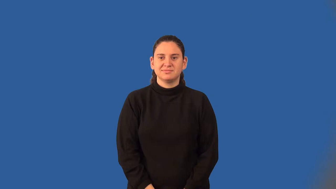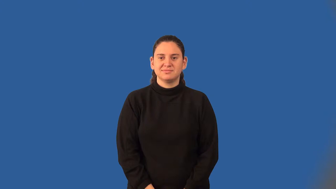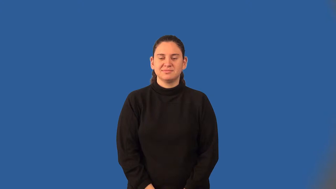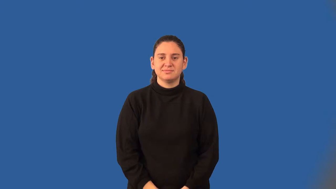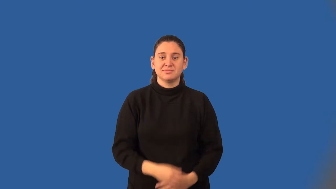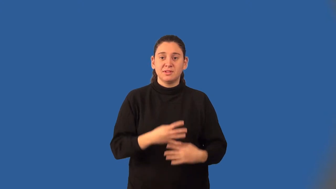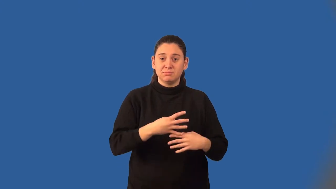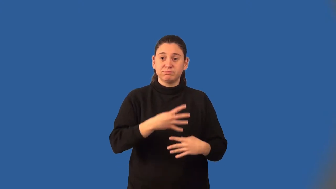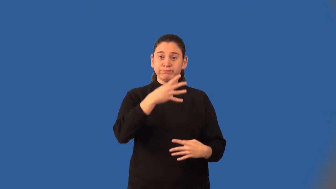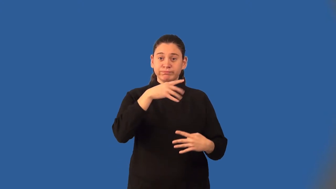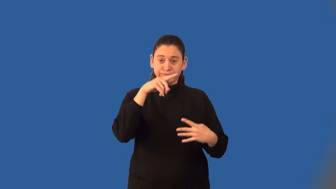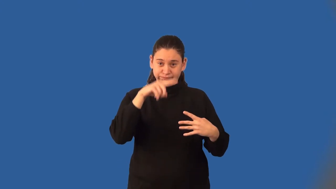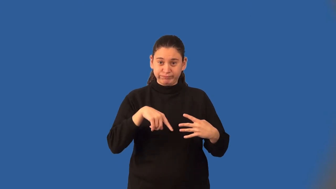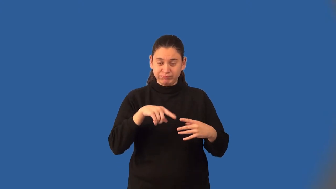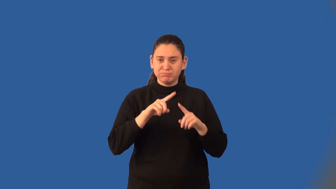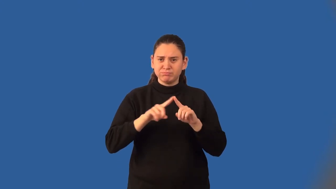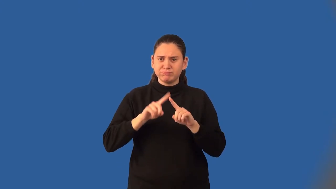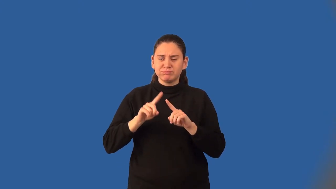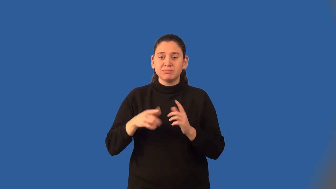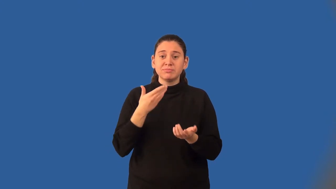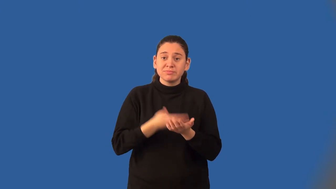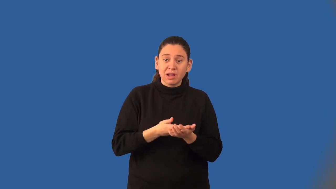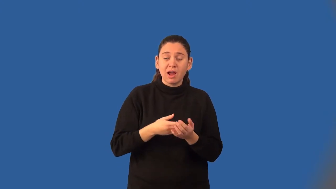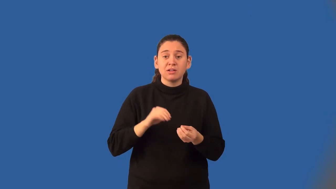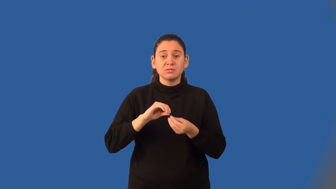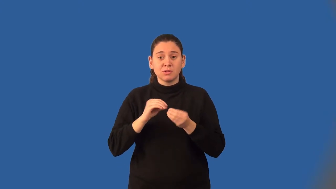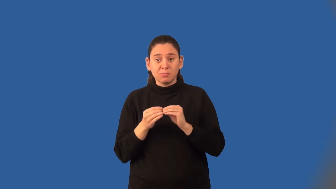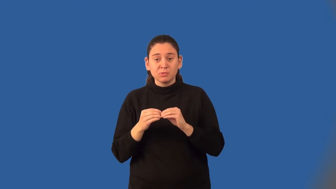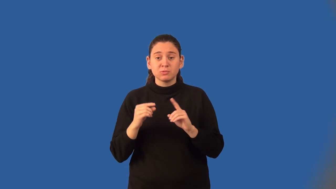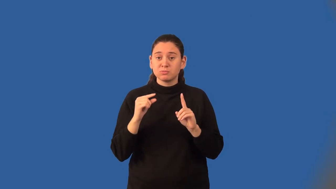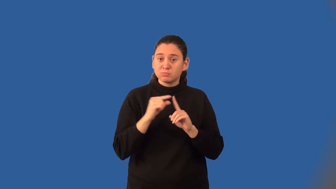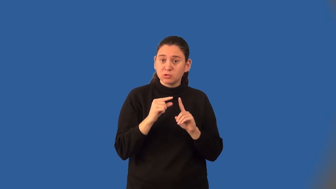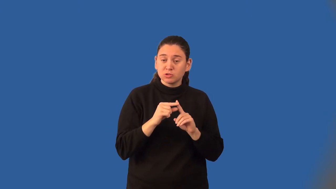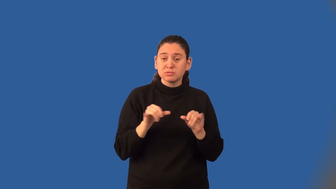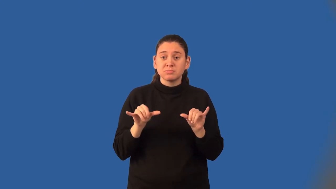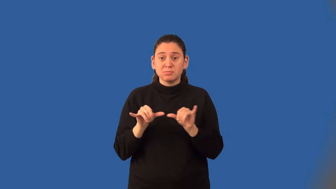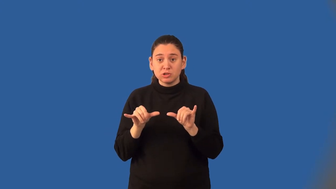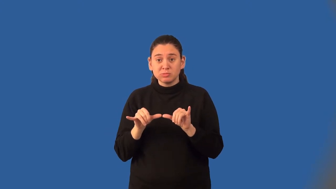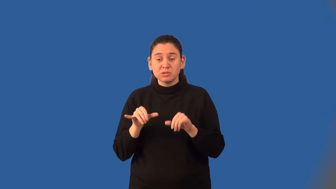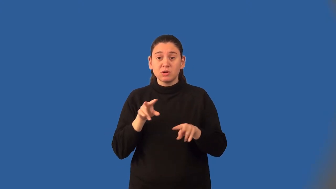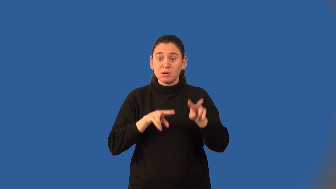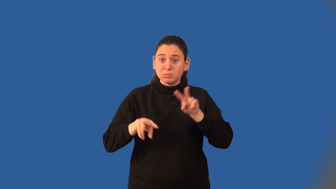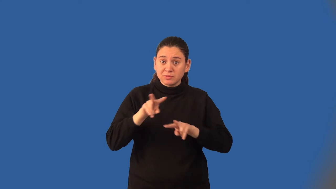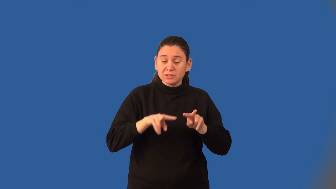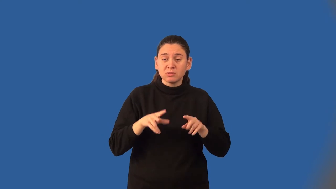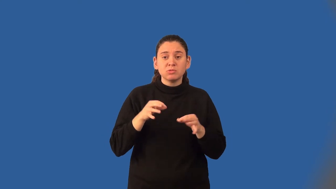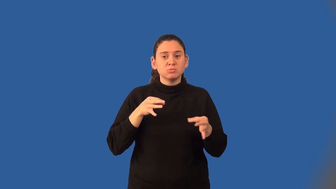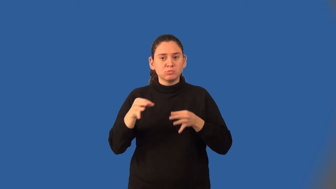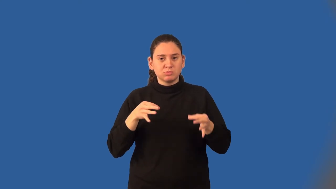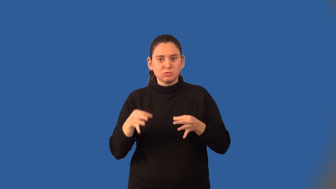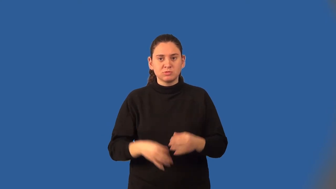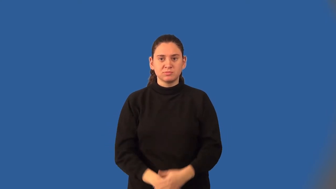data